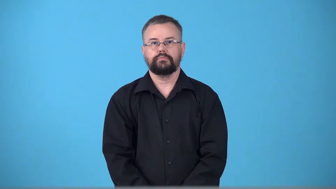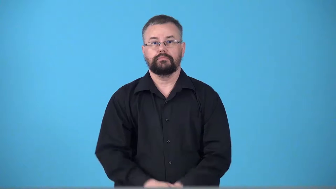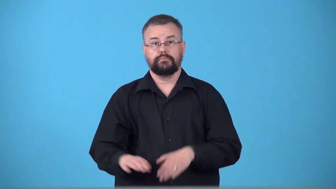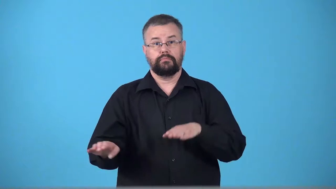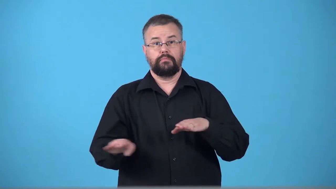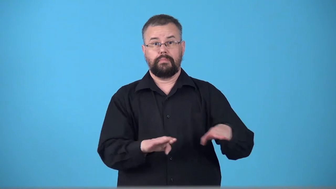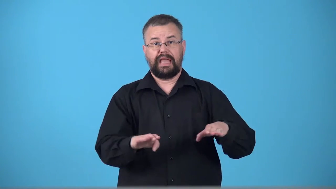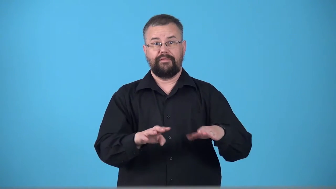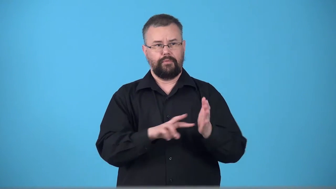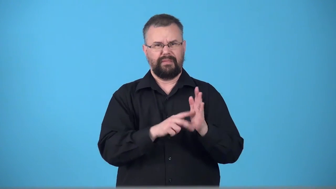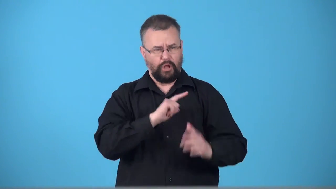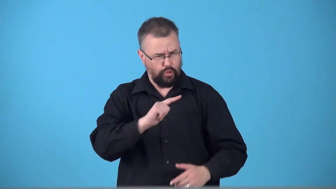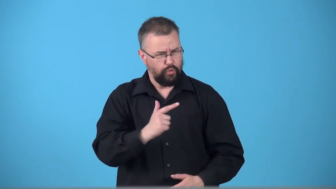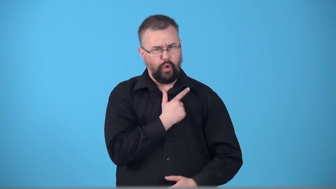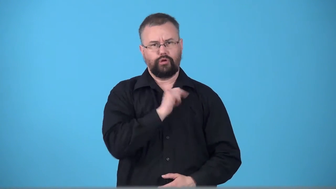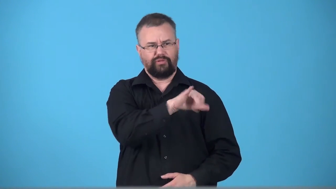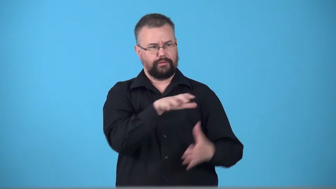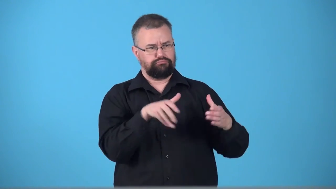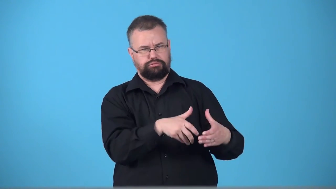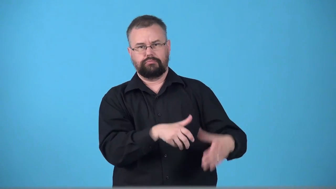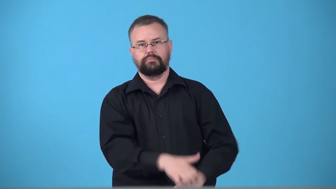tribalism